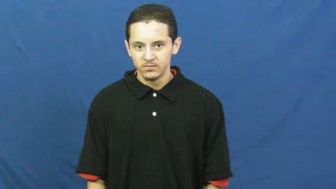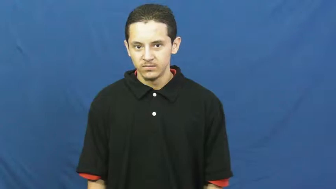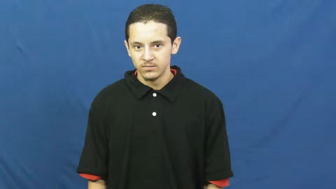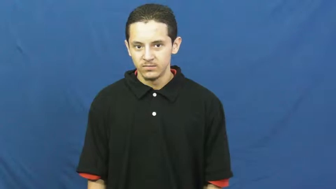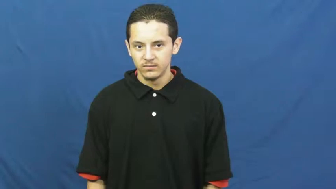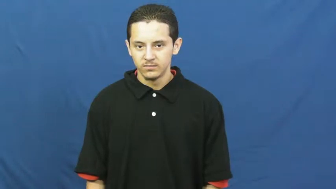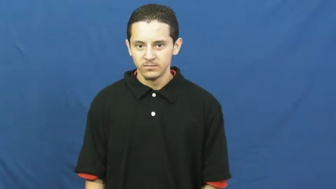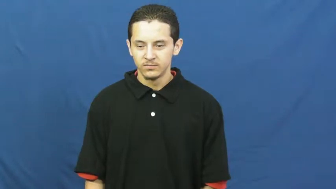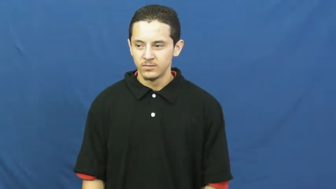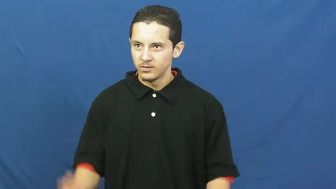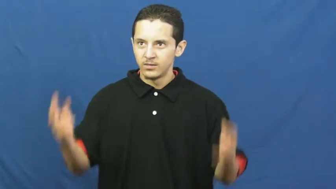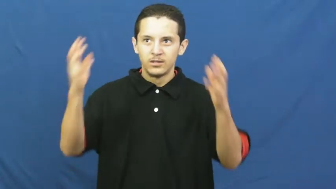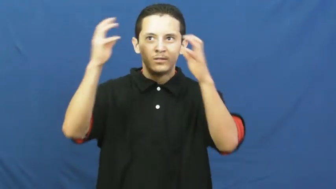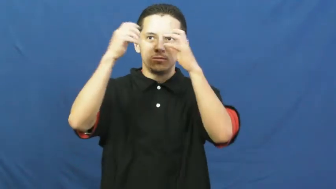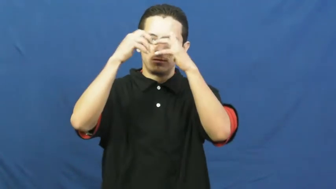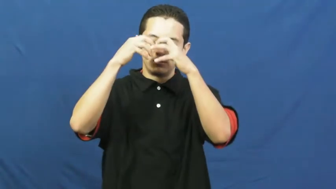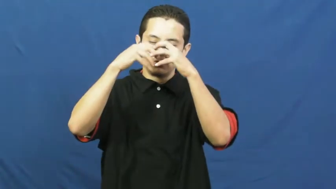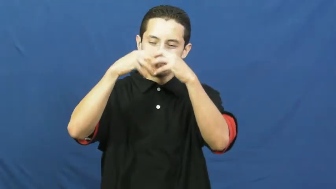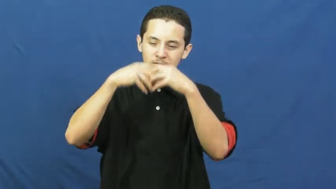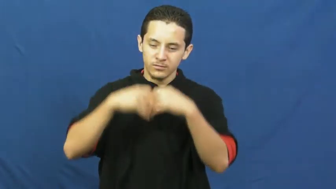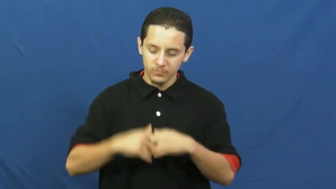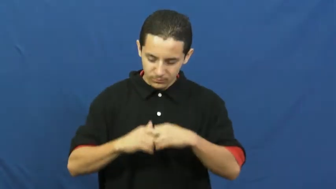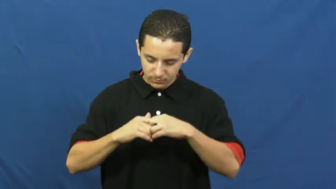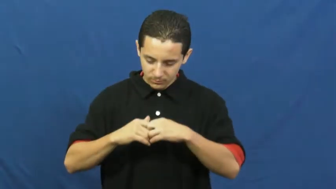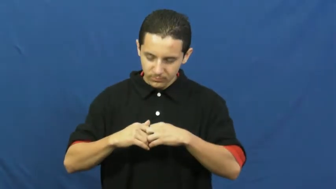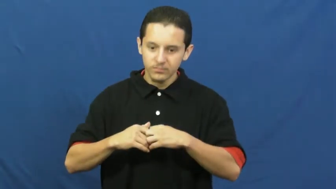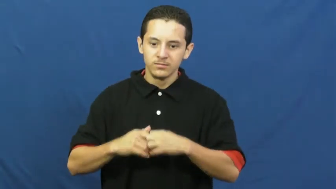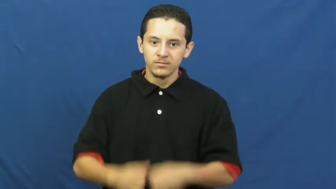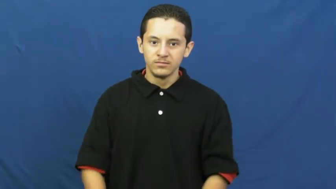crumble,disintegrate,fragment,break apart,break up